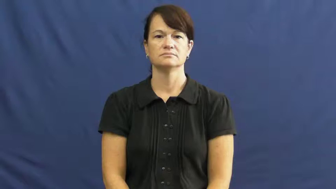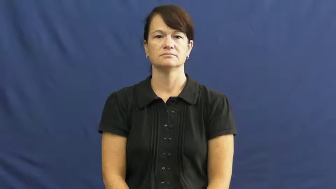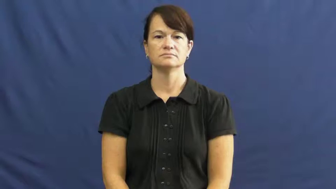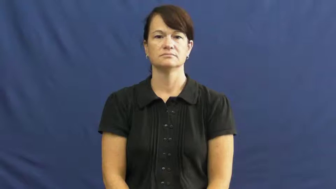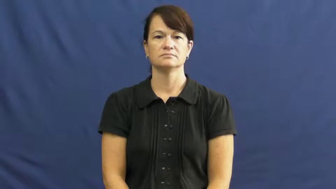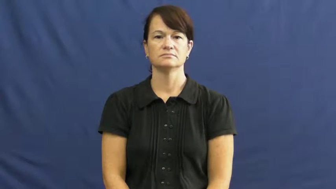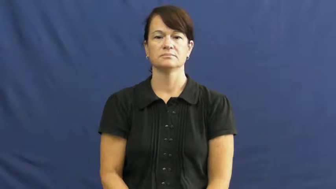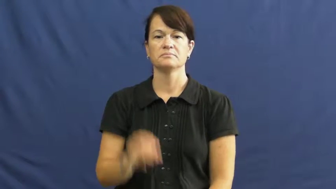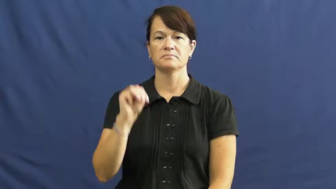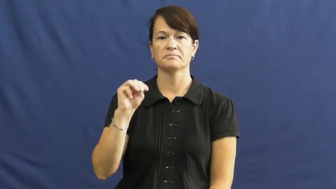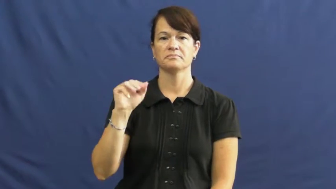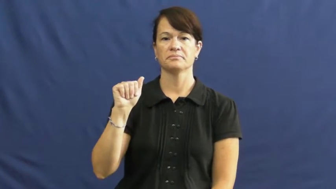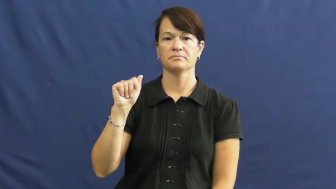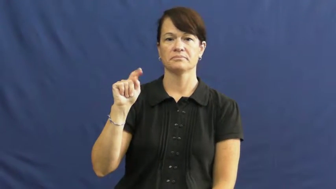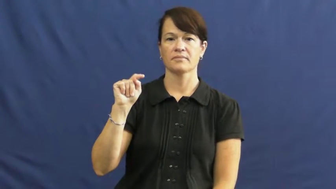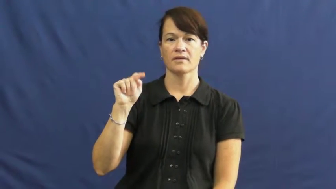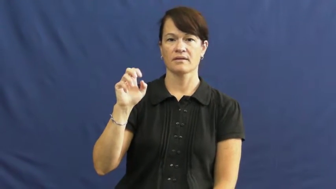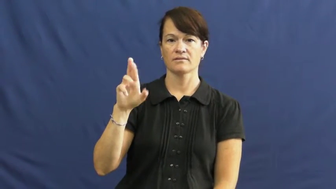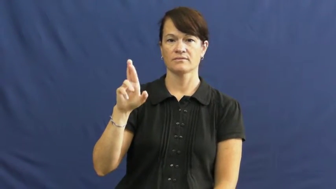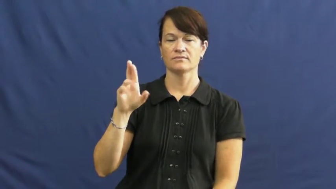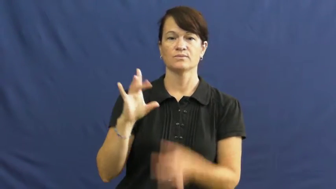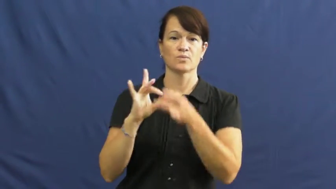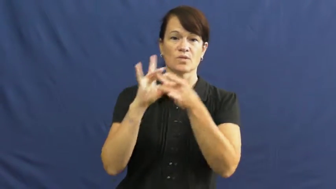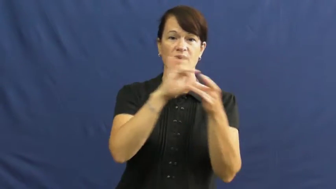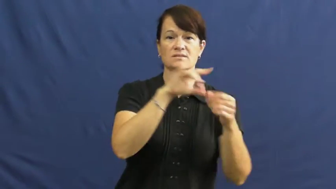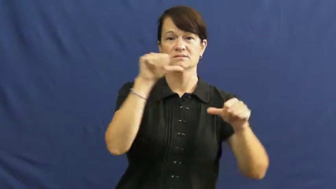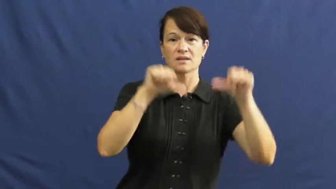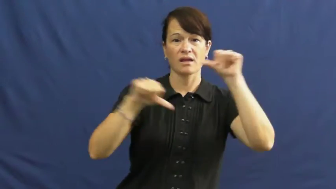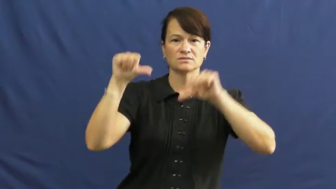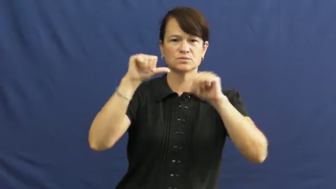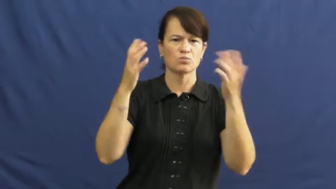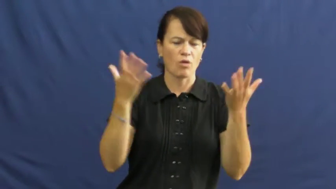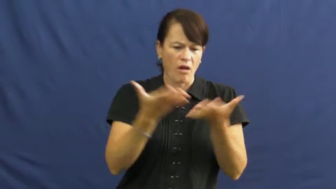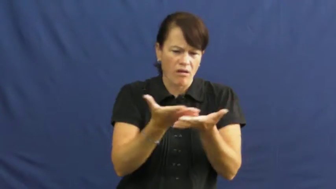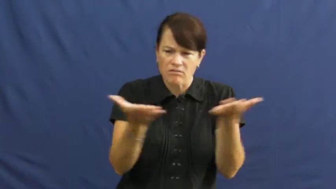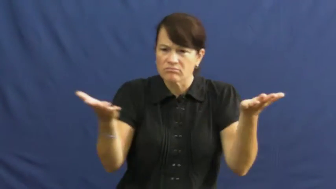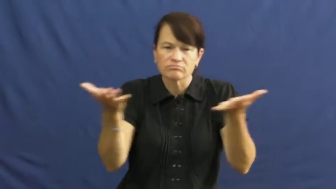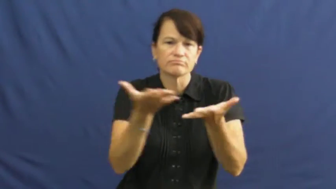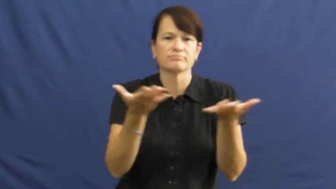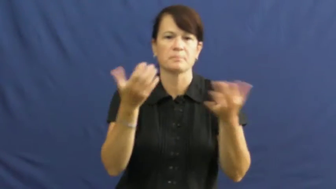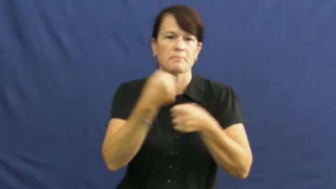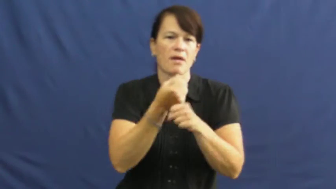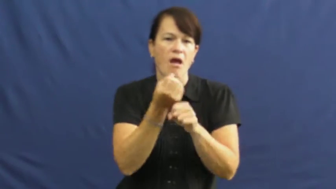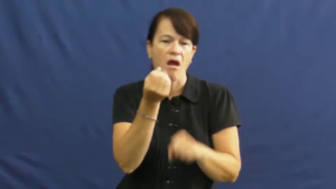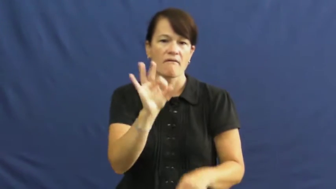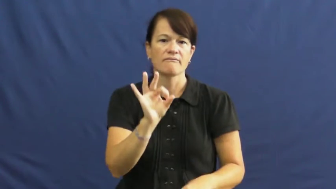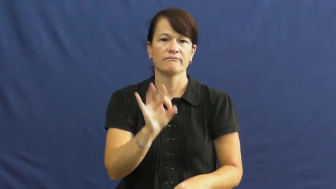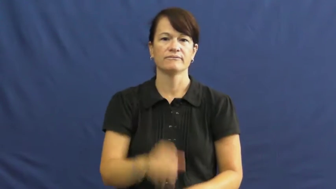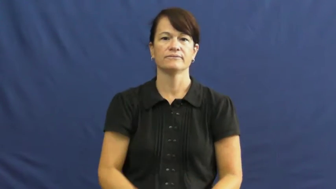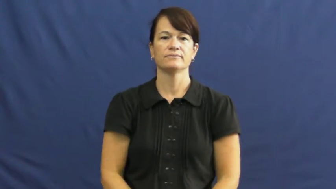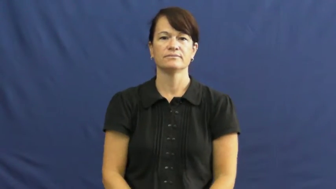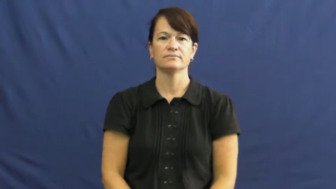matter-material